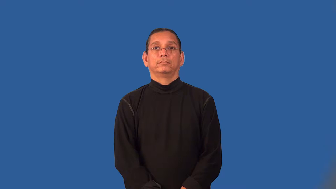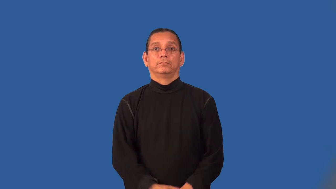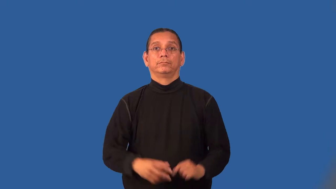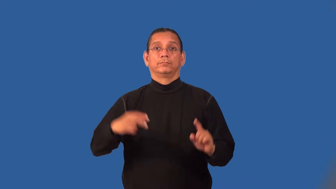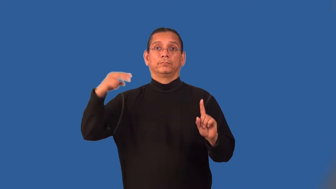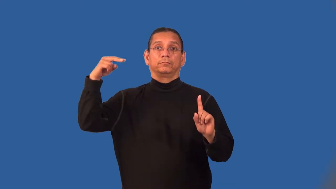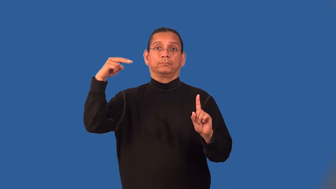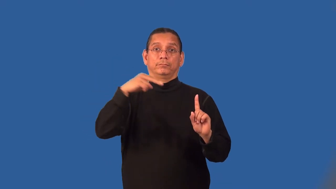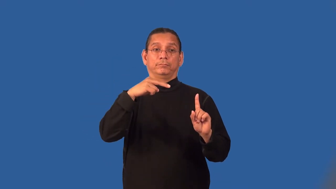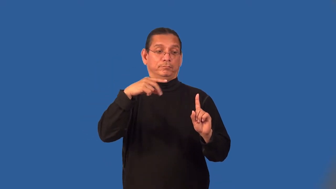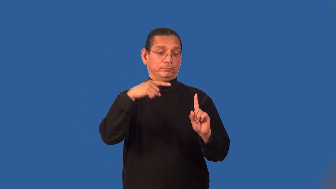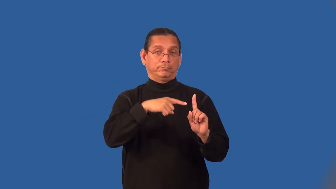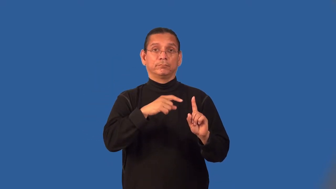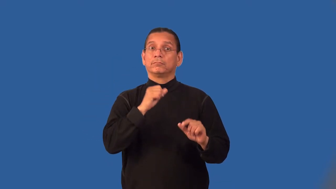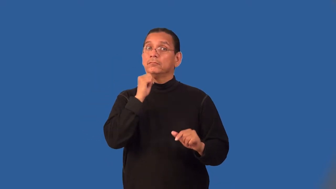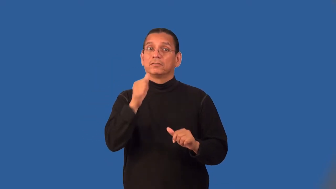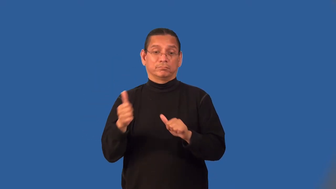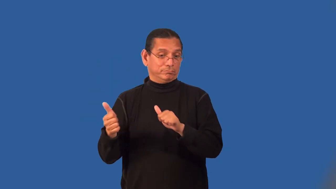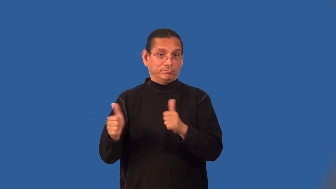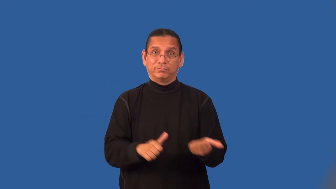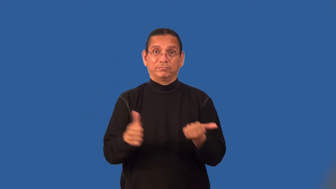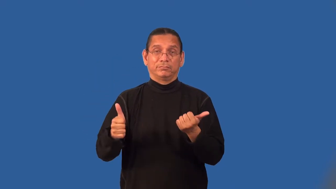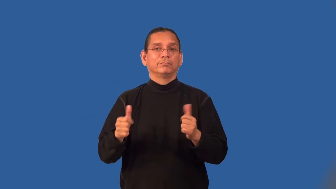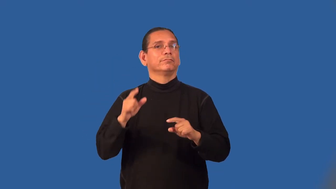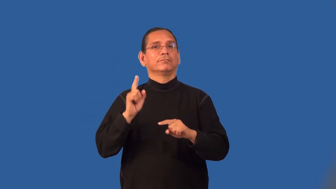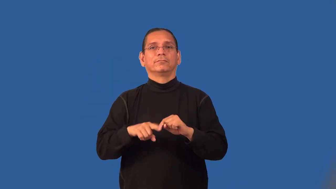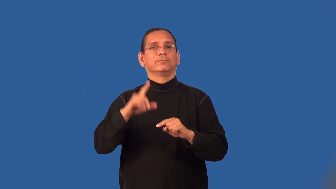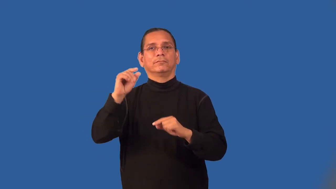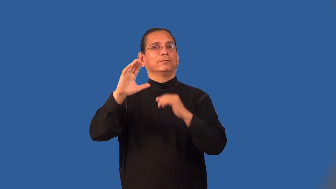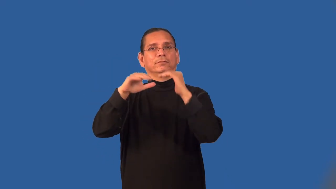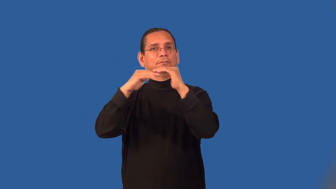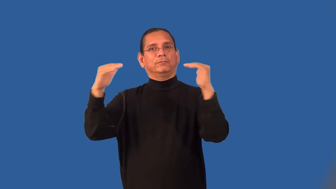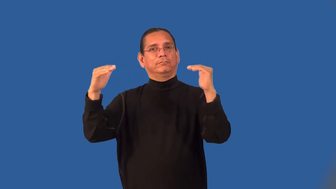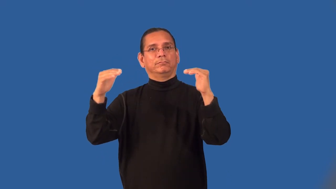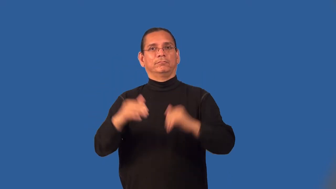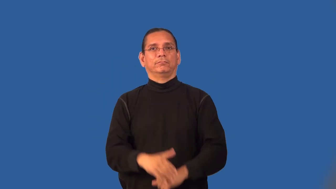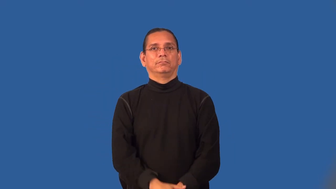limbo-religious